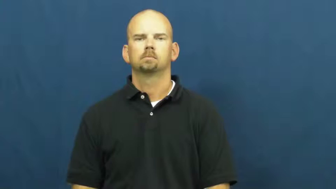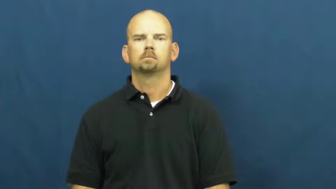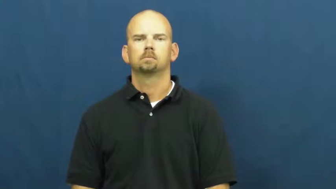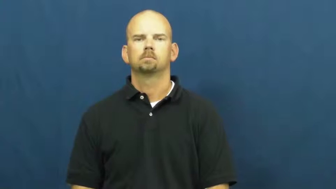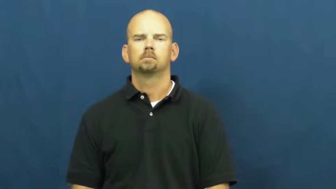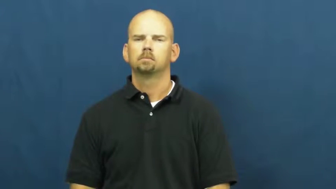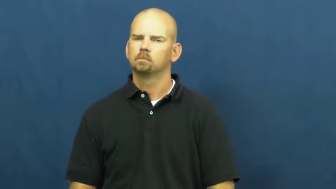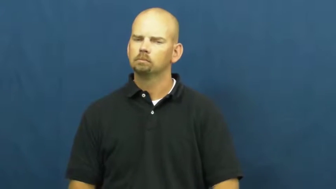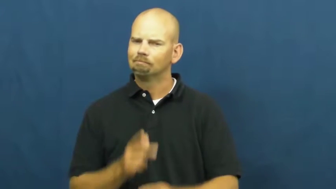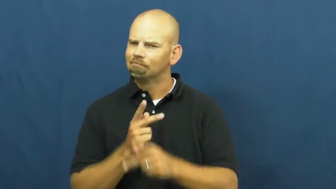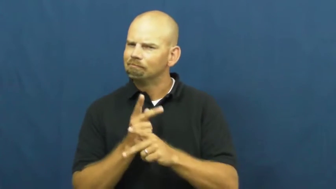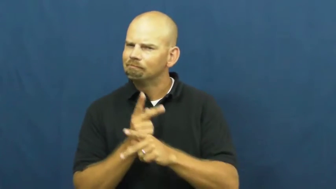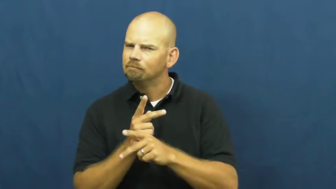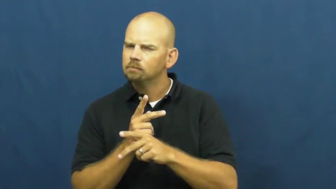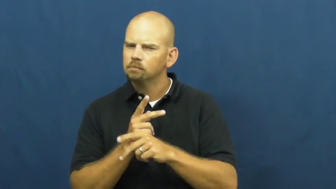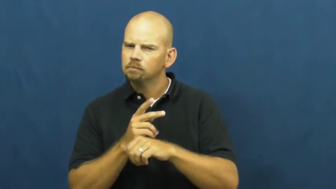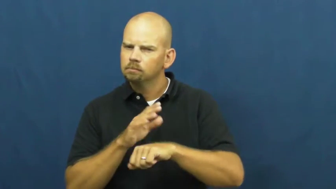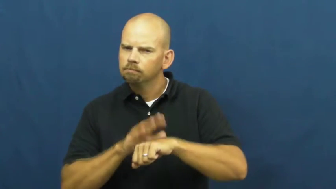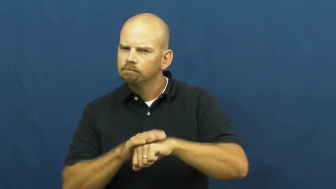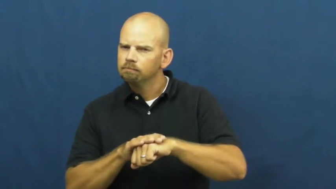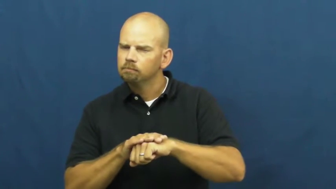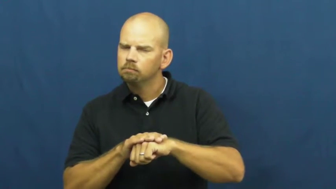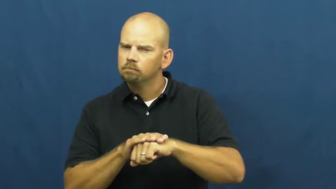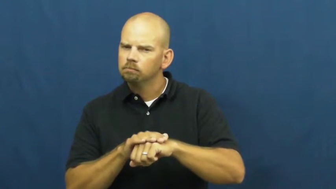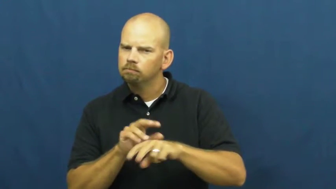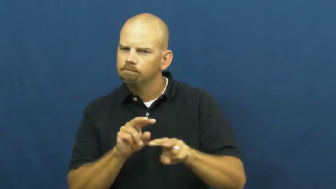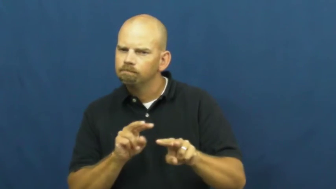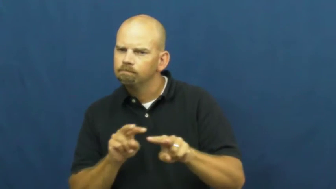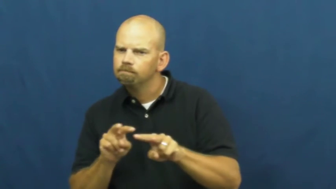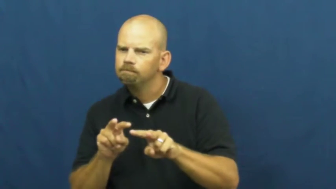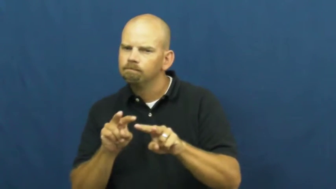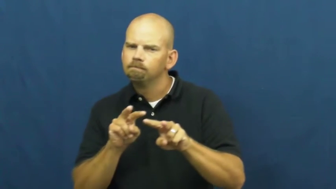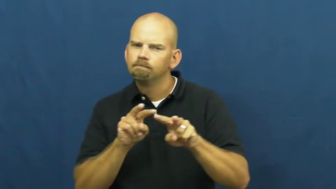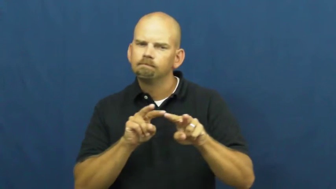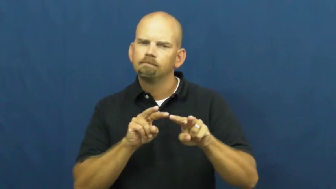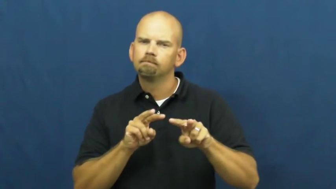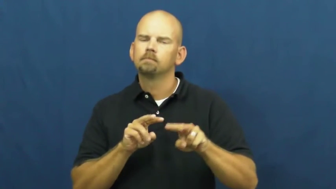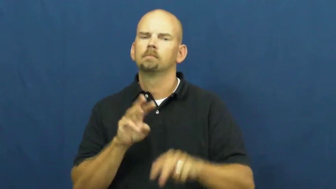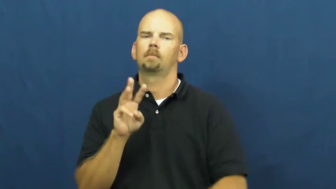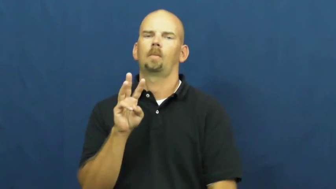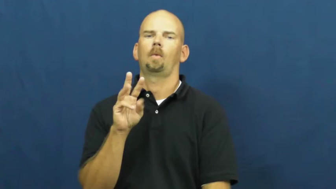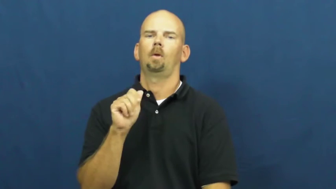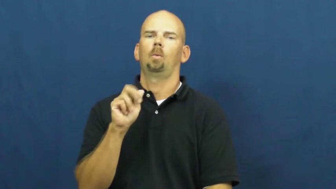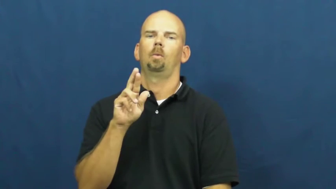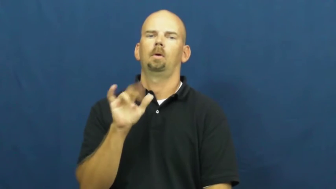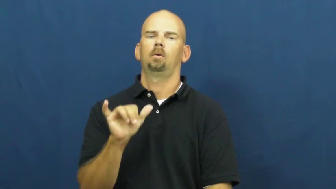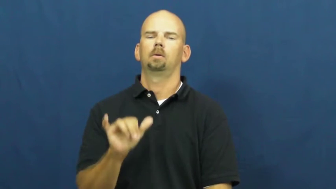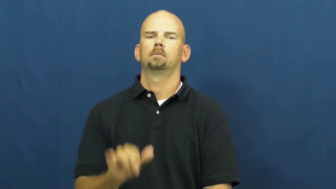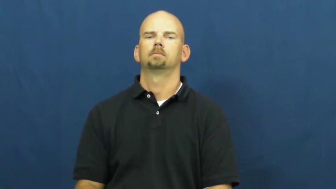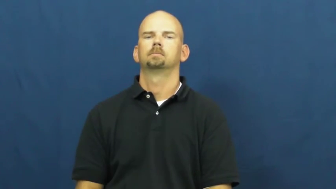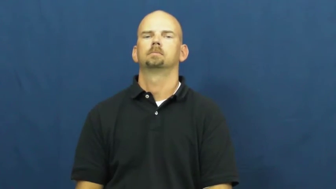wary